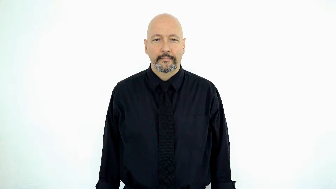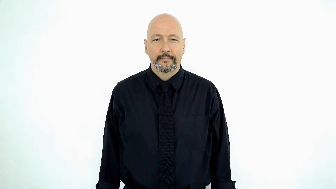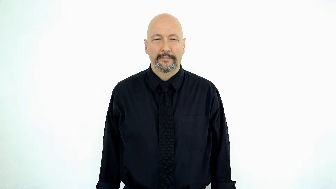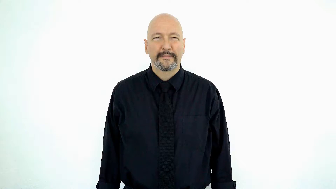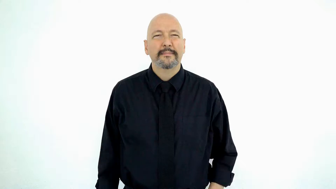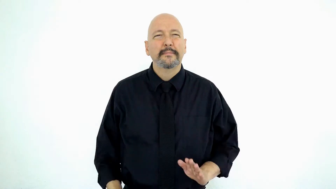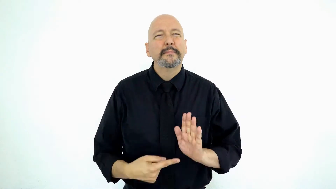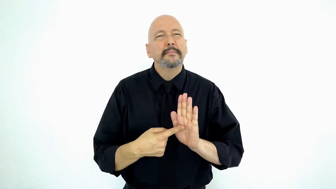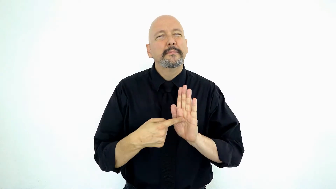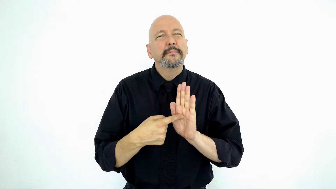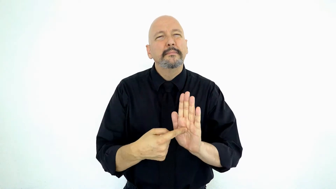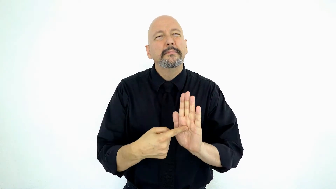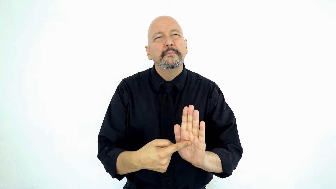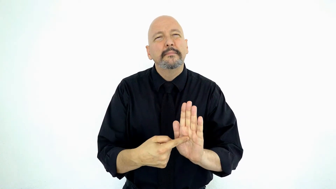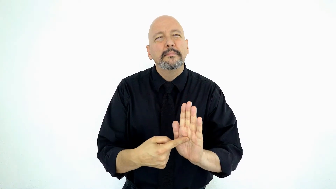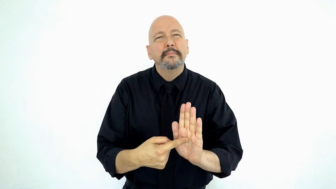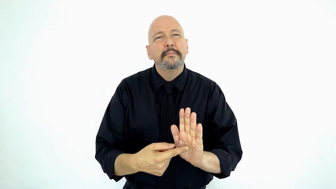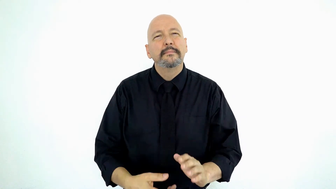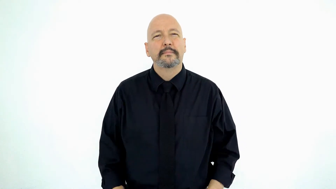symptom-[SHOW+facial-expression]